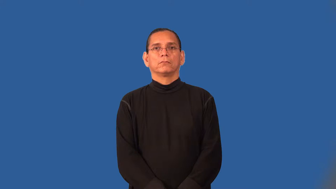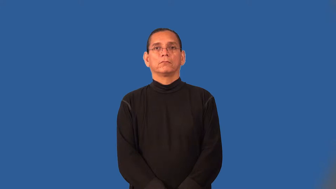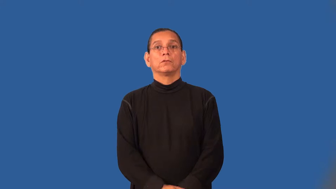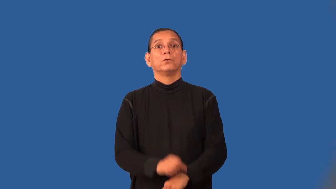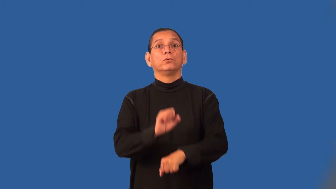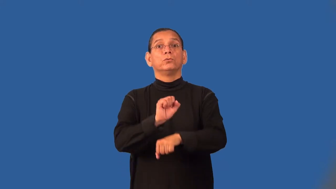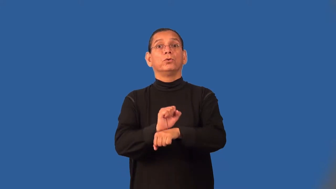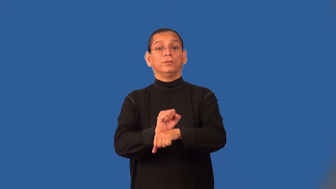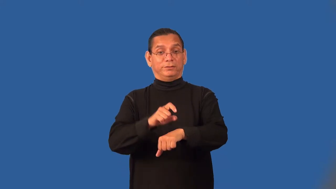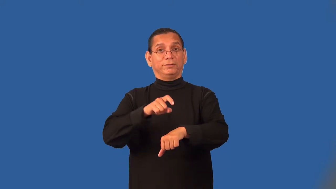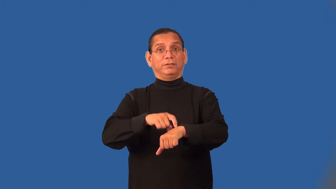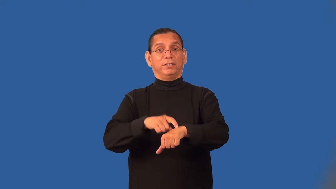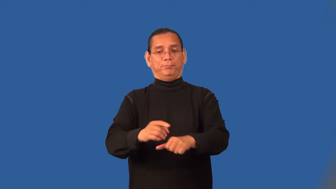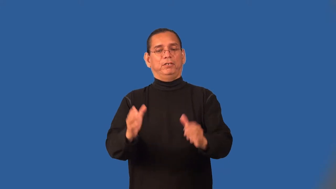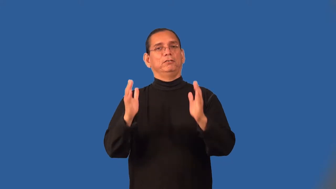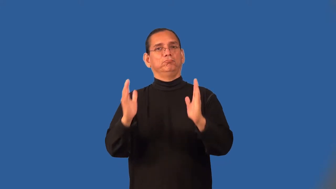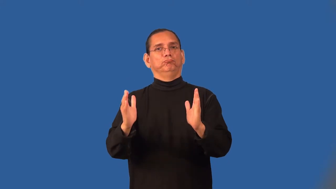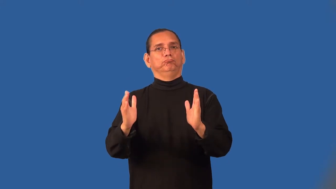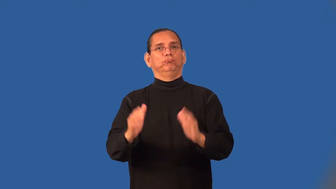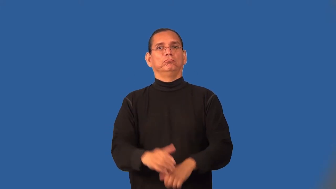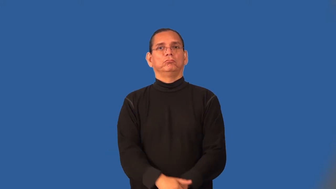tenure-time in charge